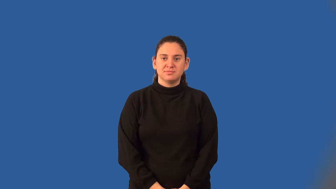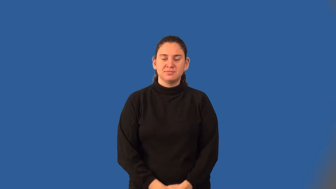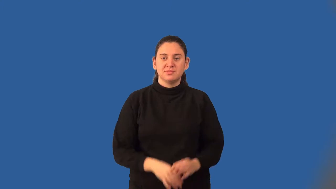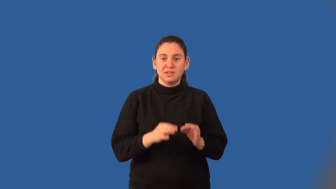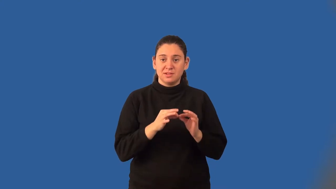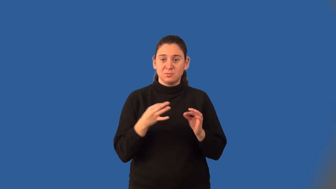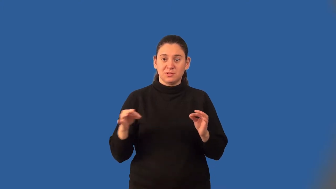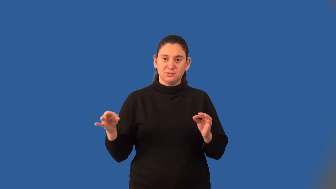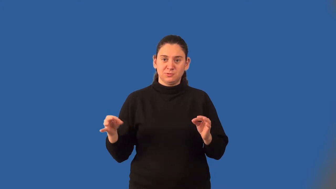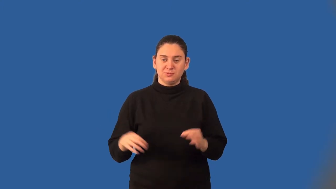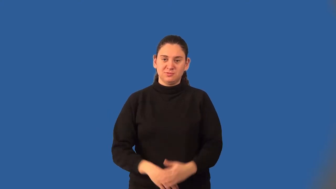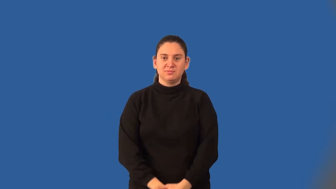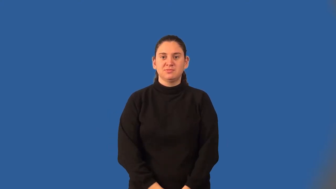equation